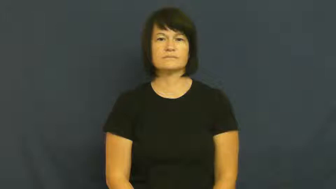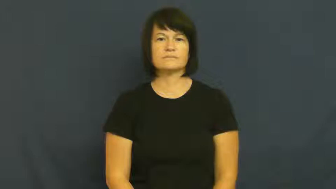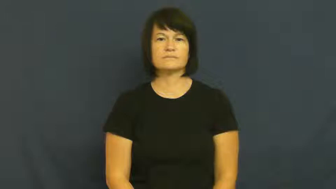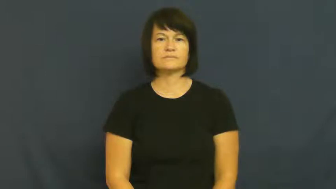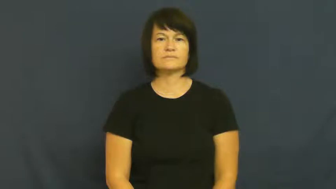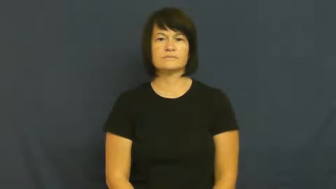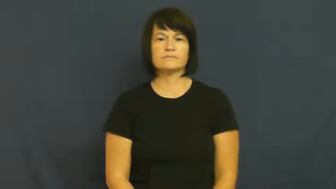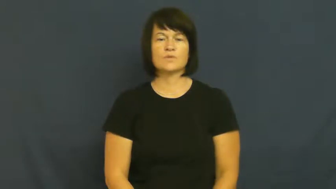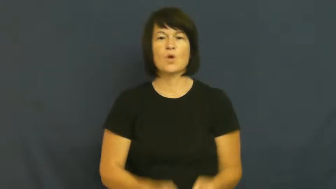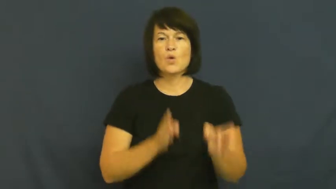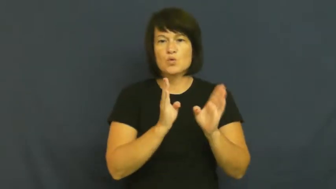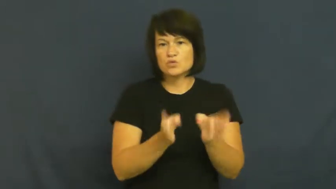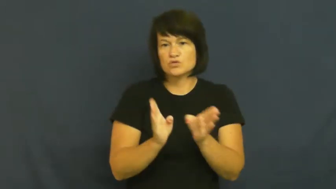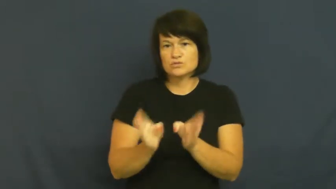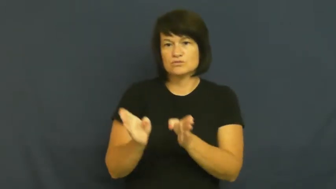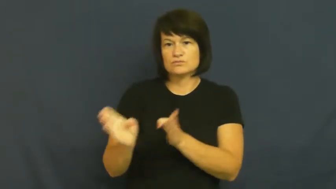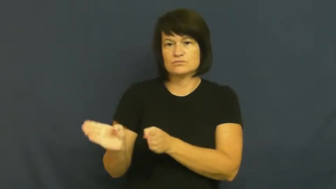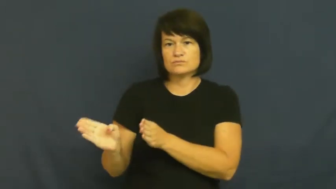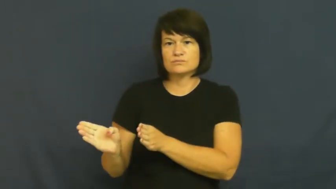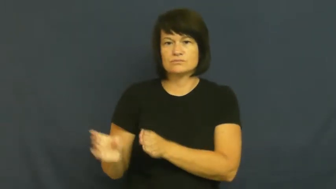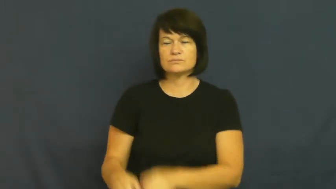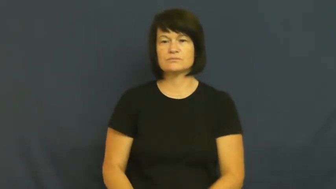orderly